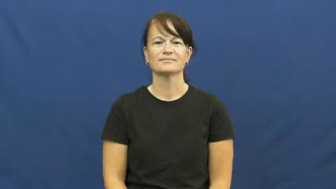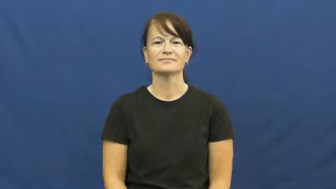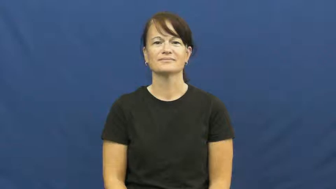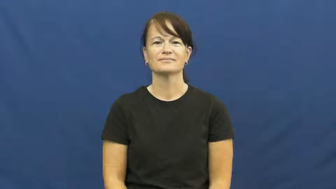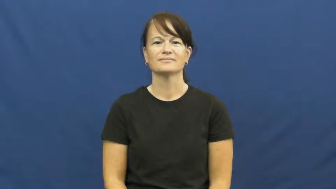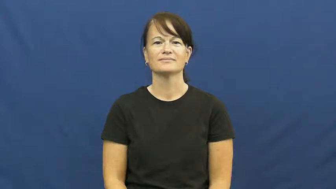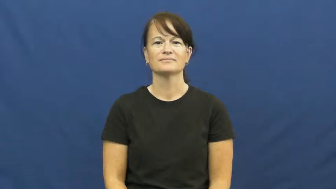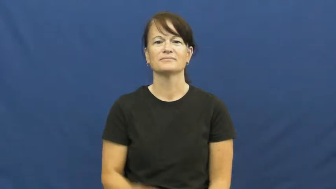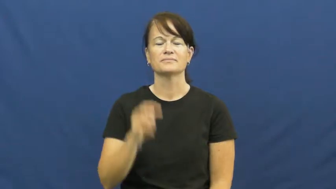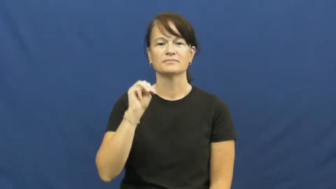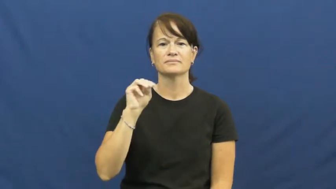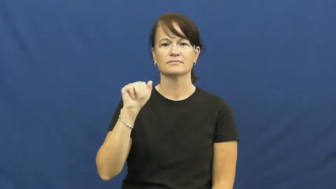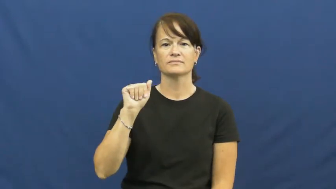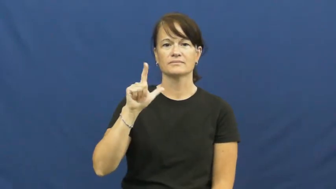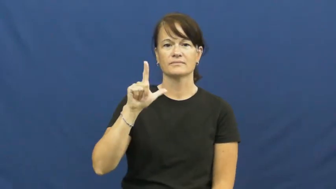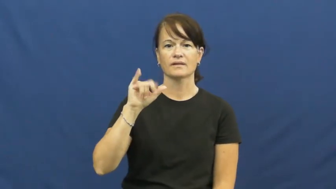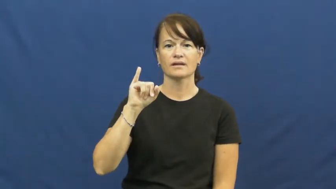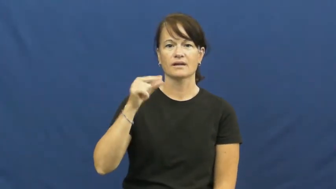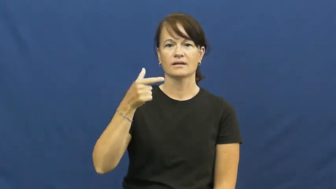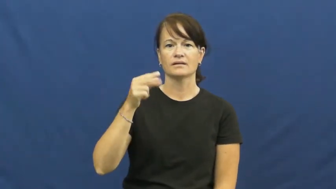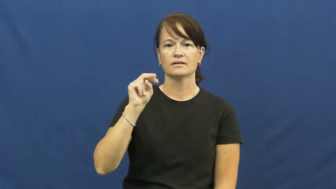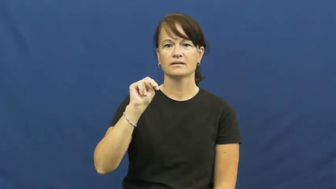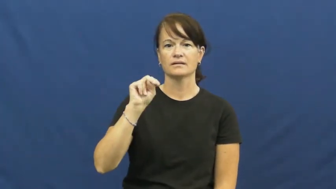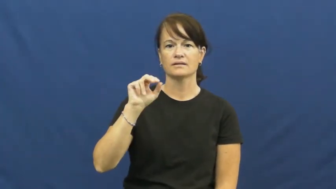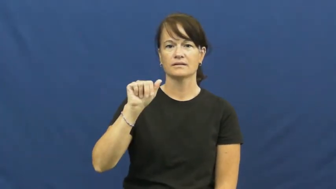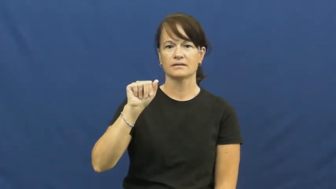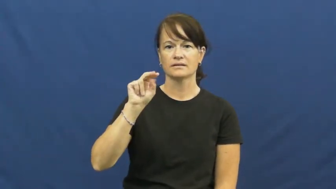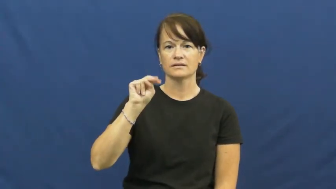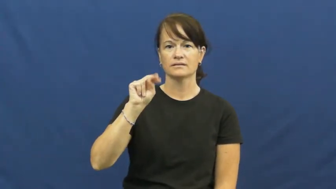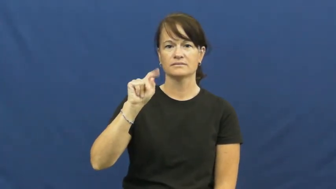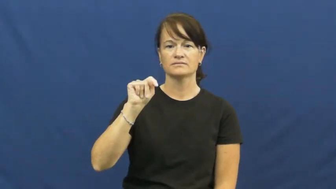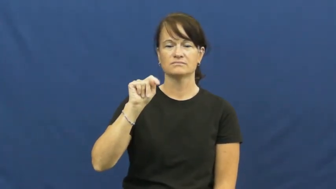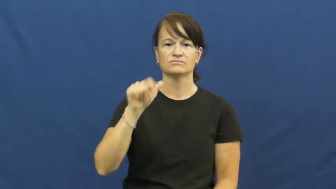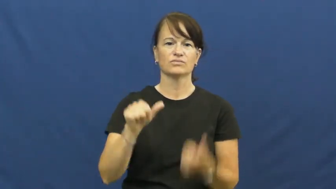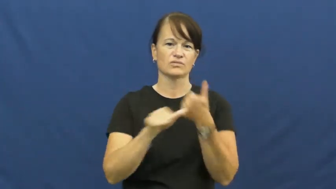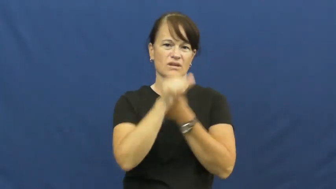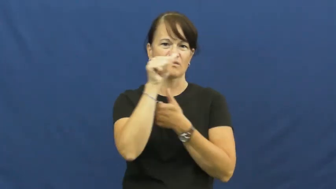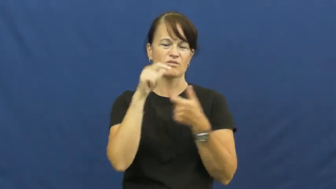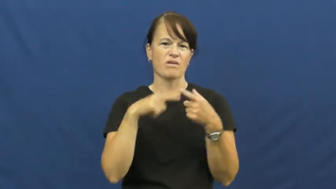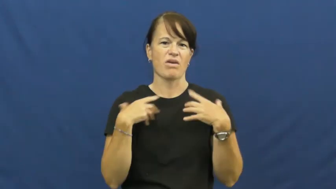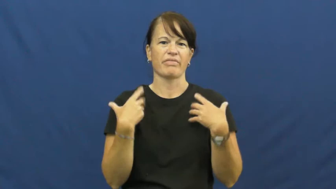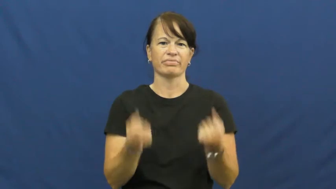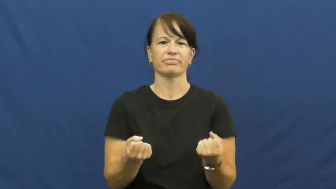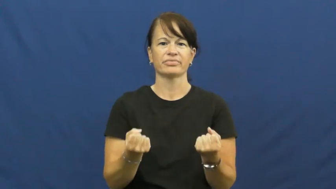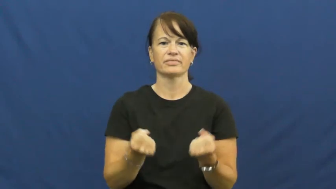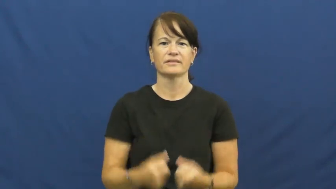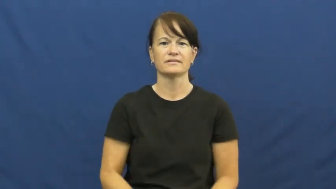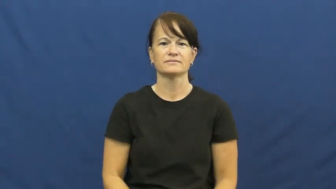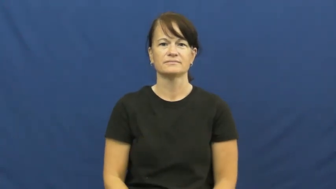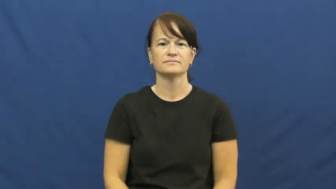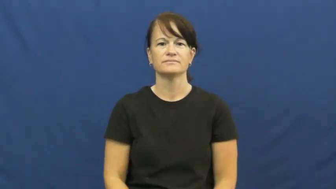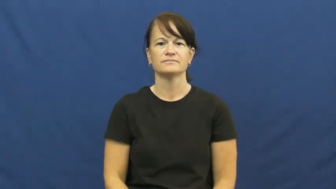malignant